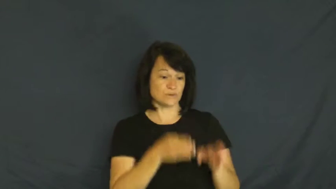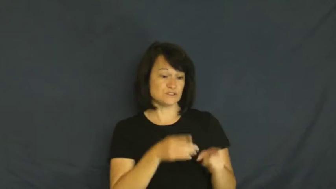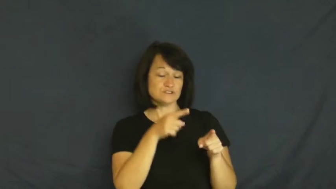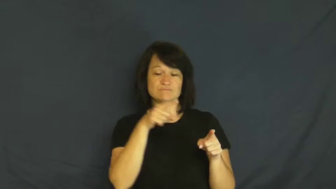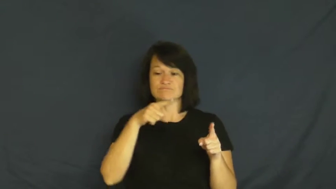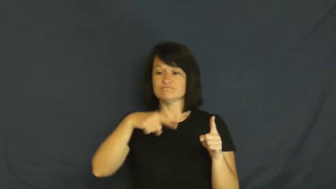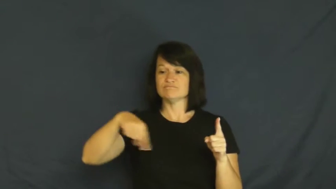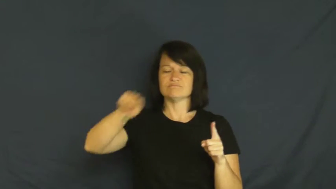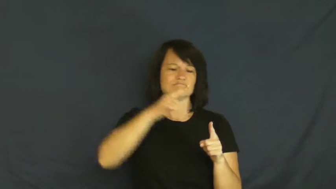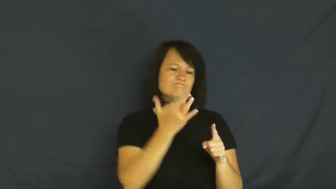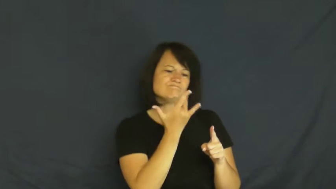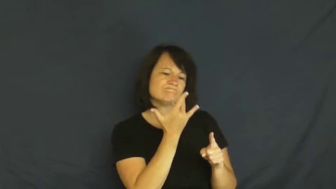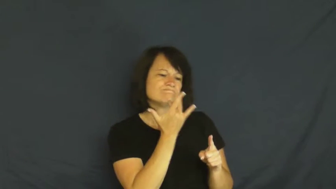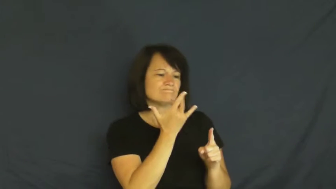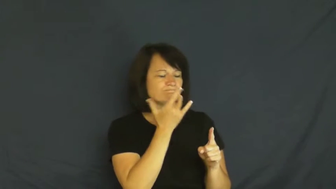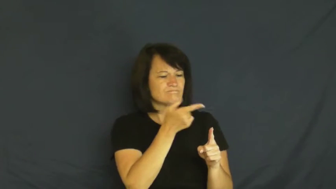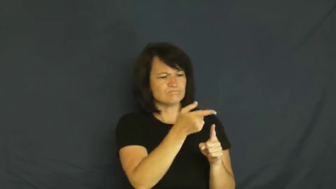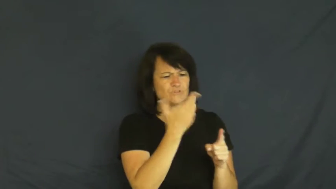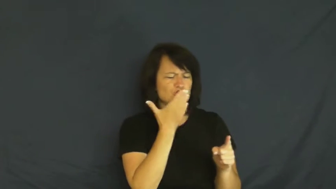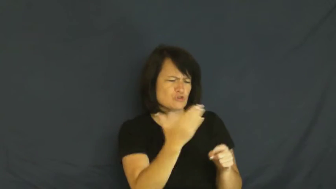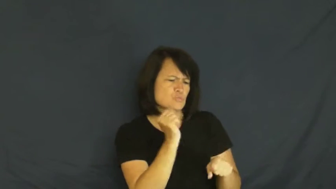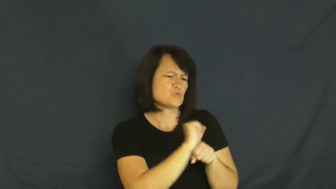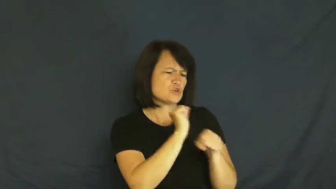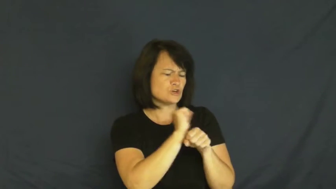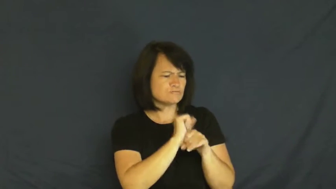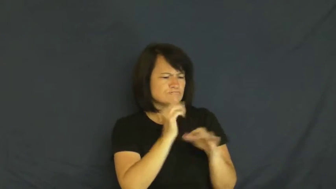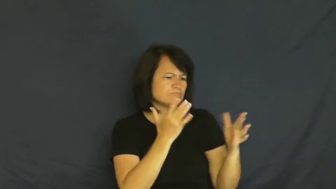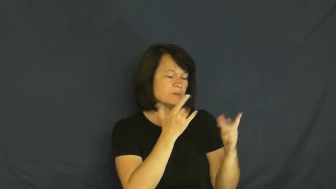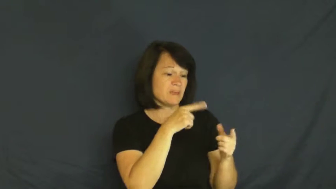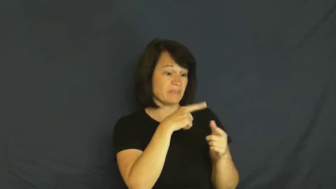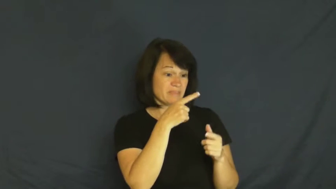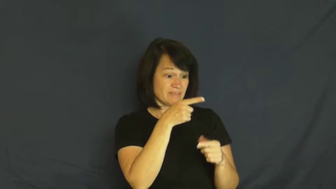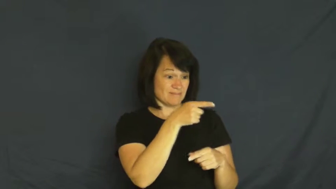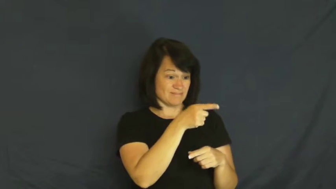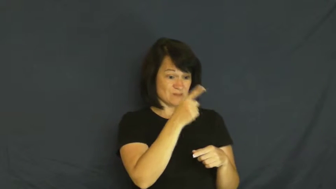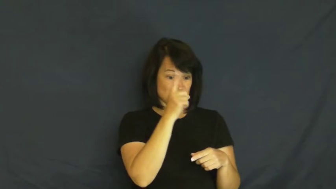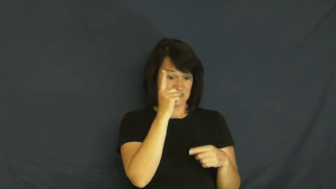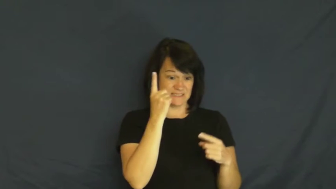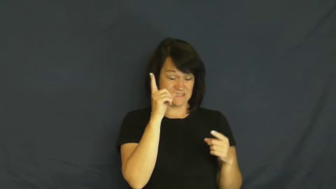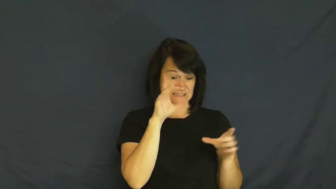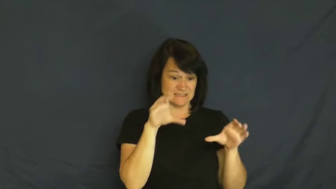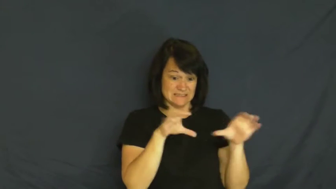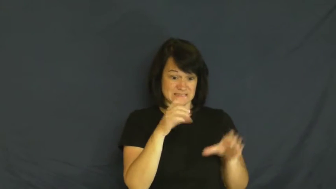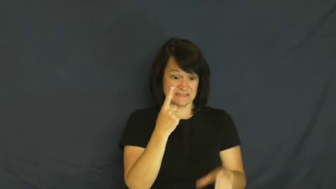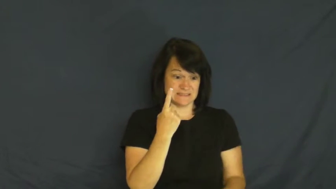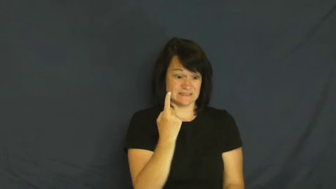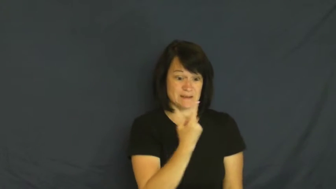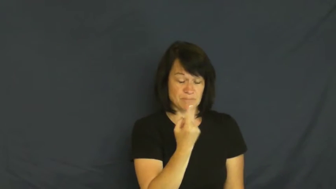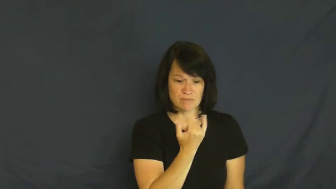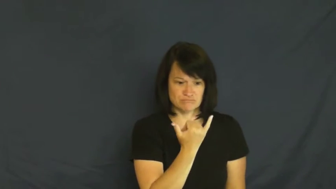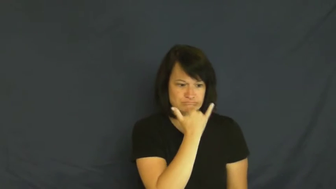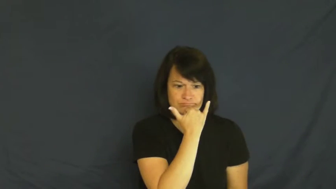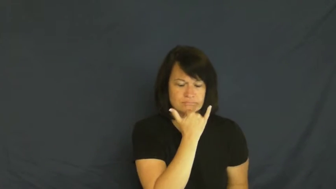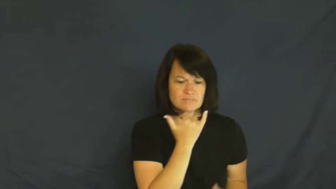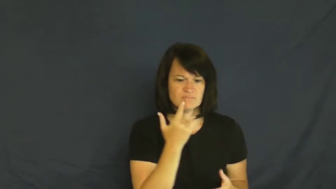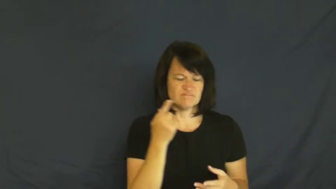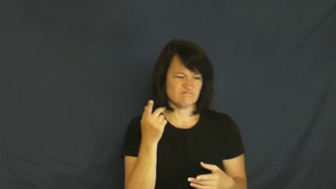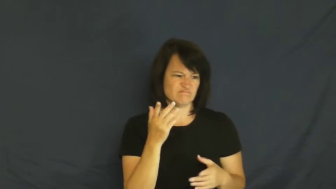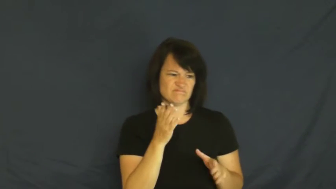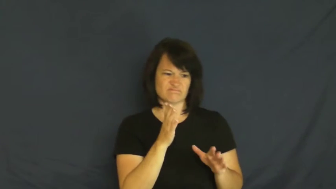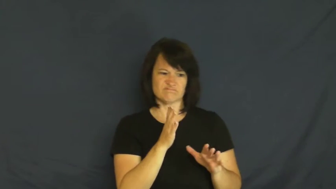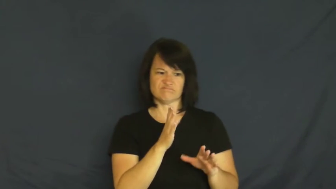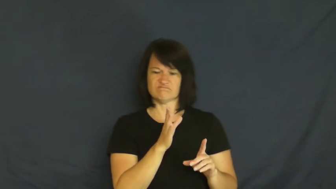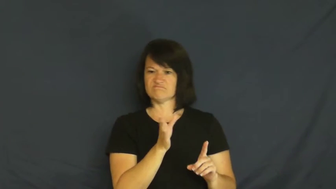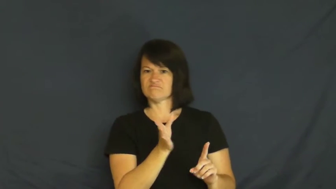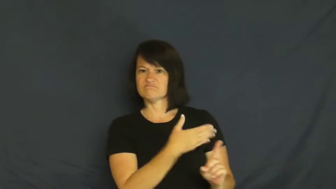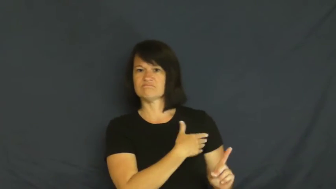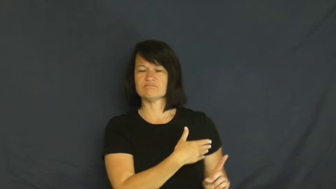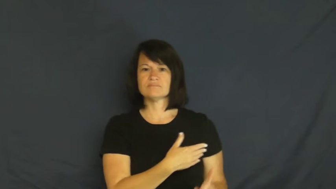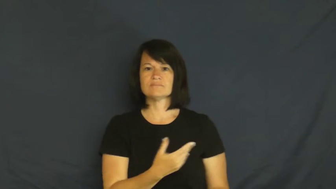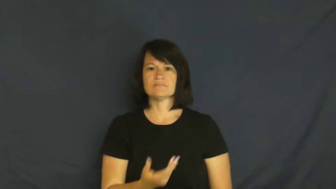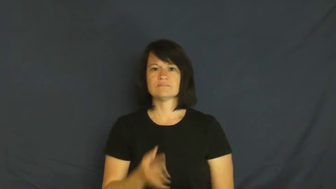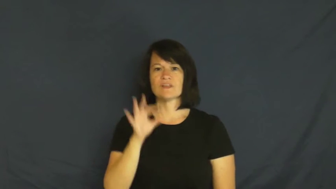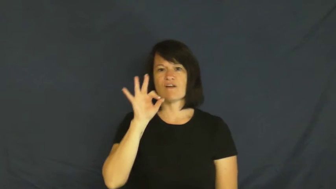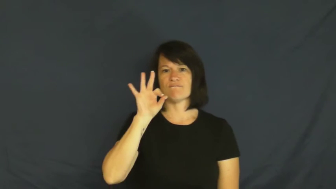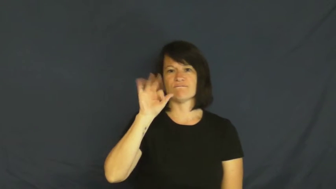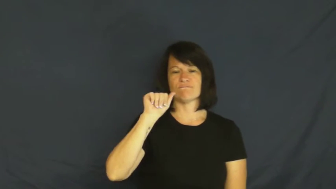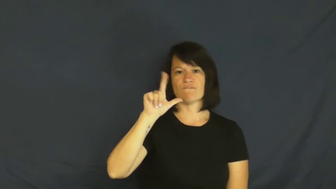fall,fallen-not in good graces